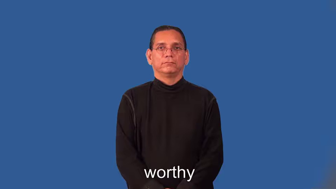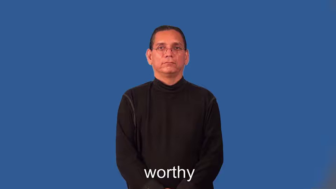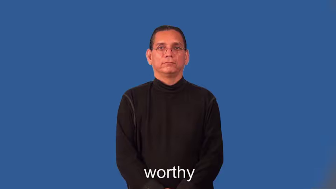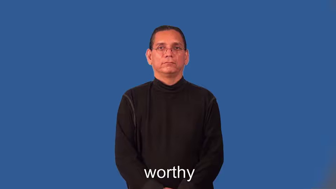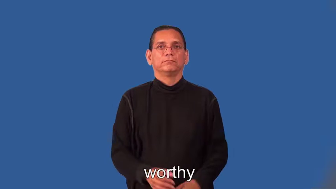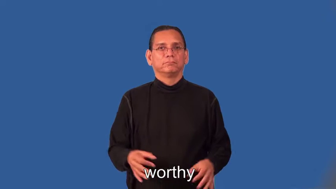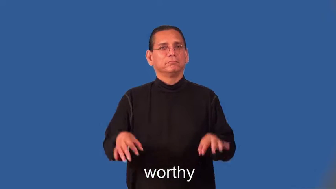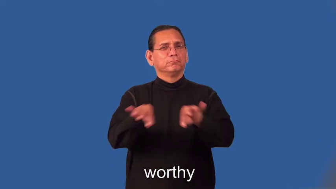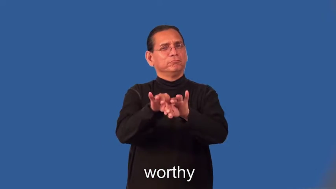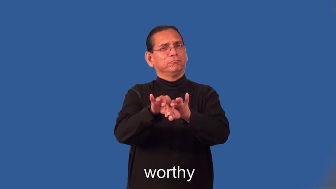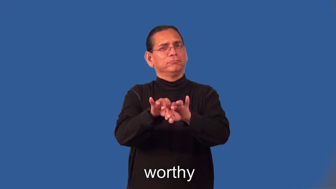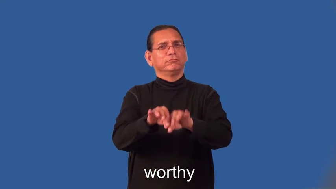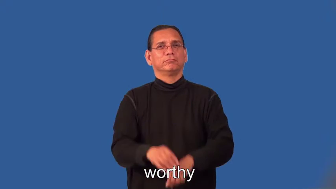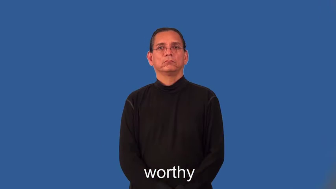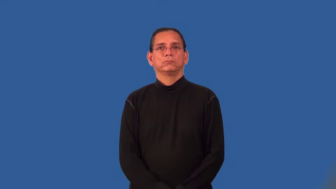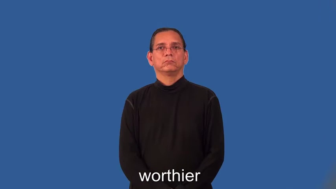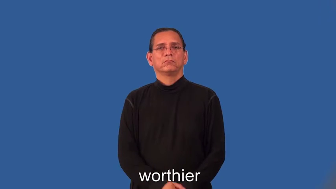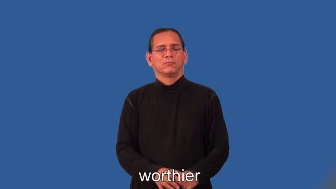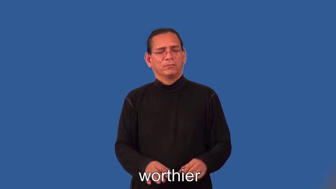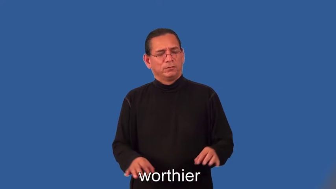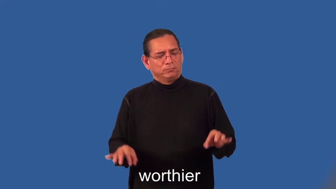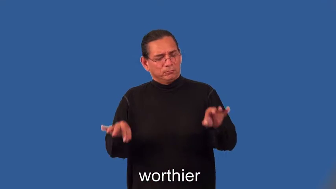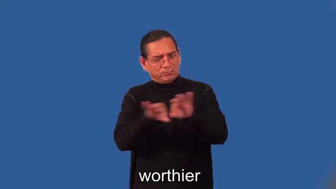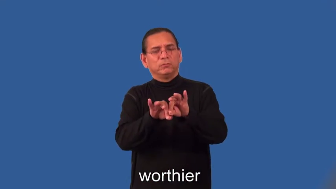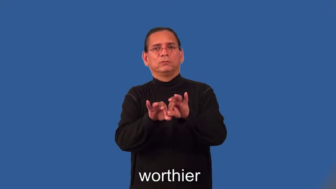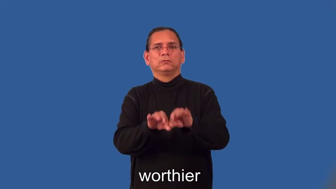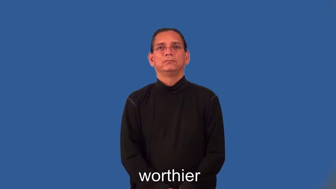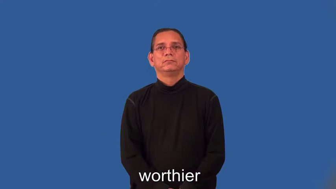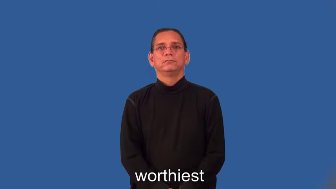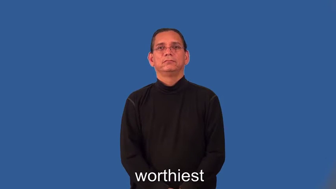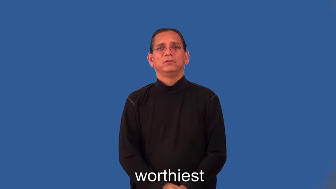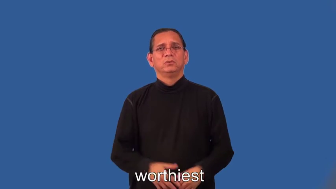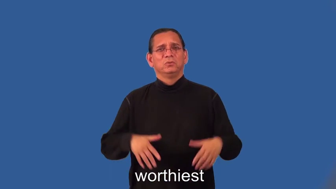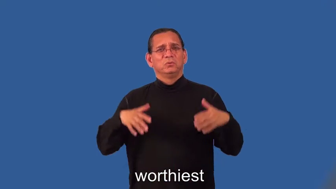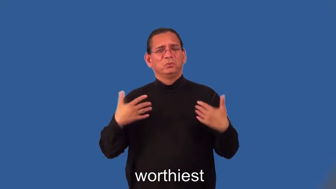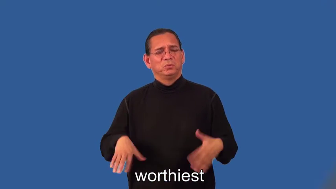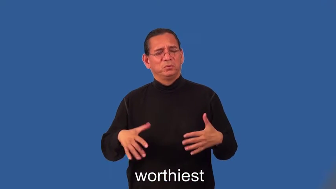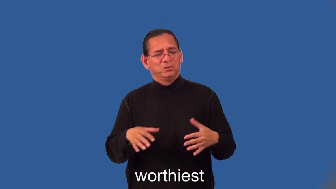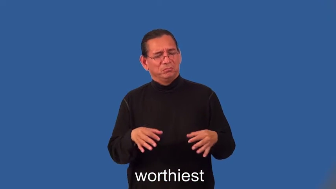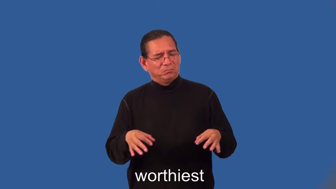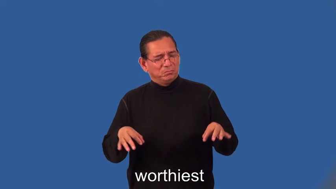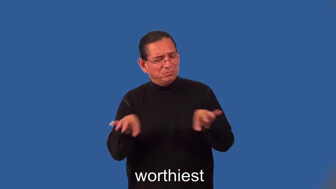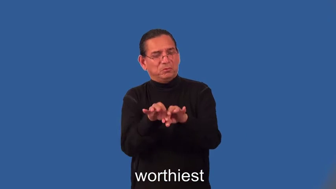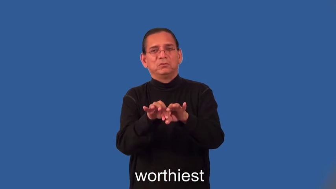worthier,worthiest